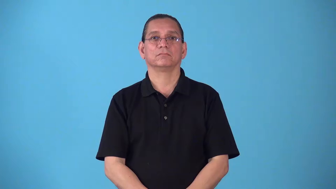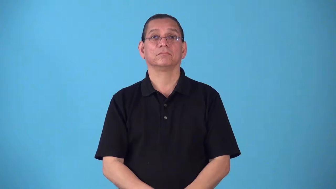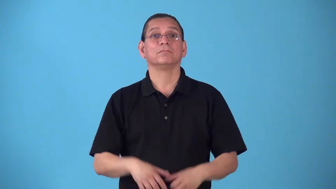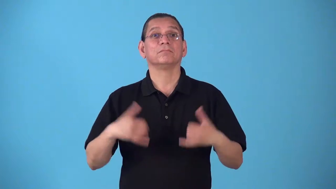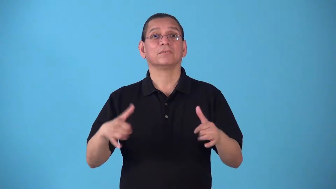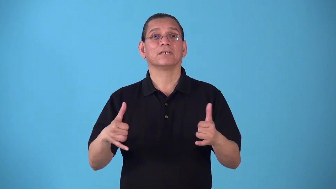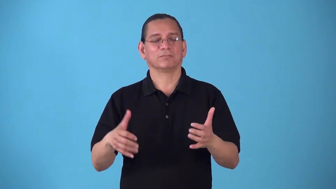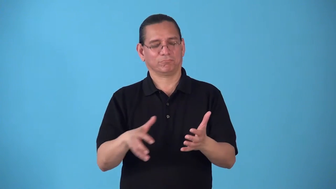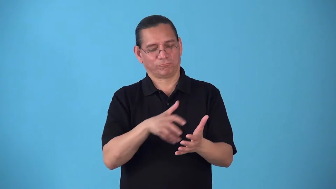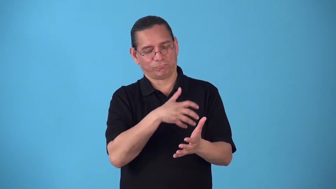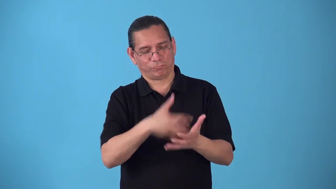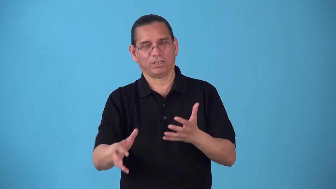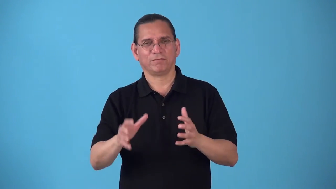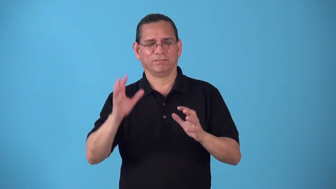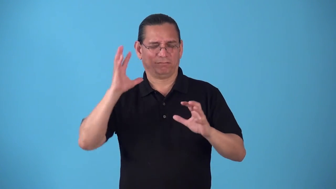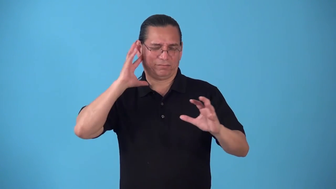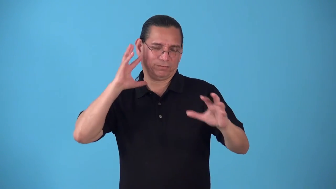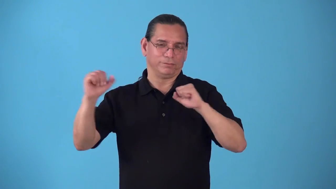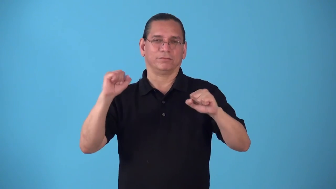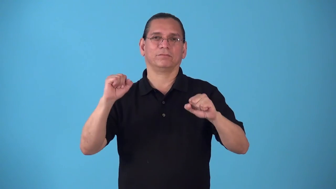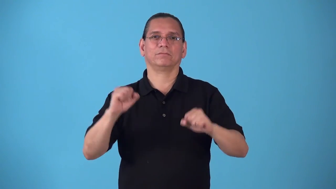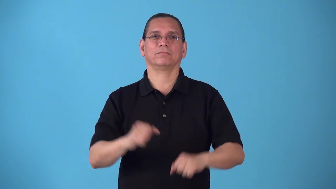roughhouse